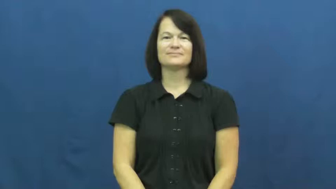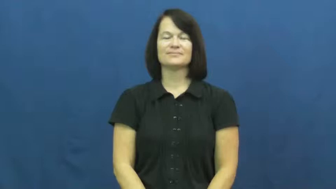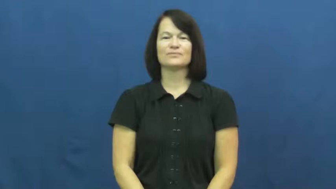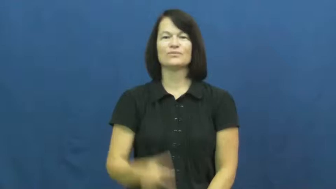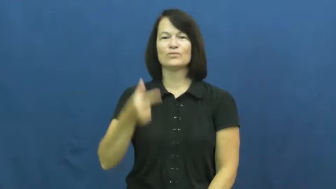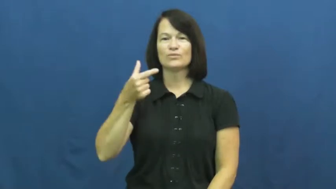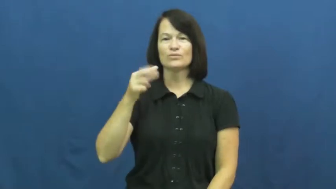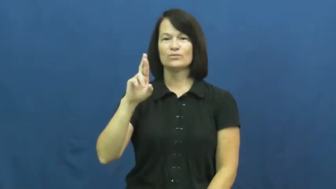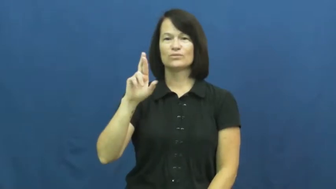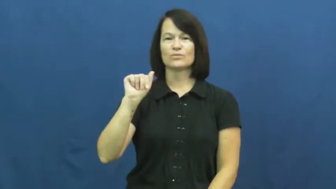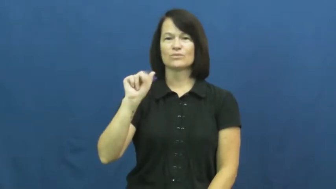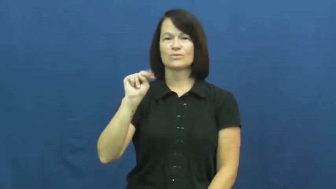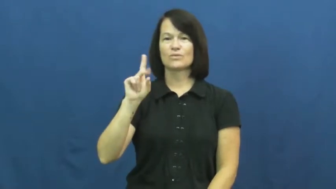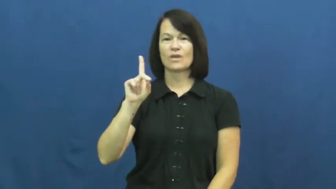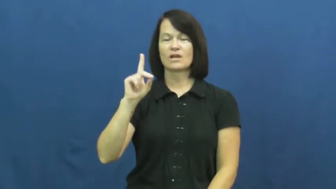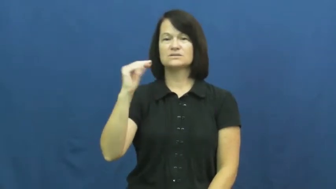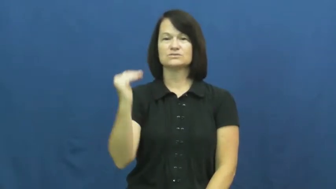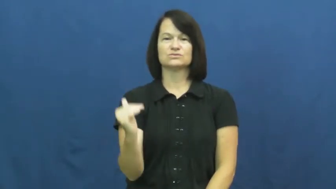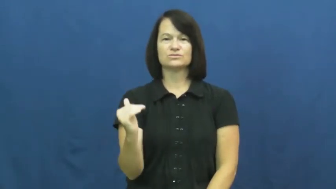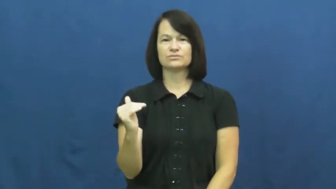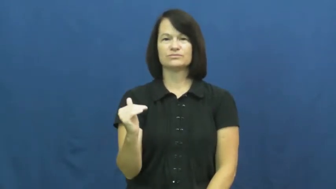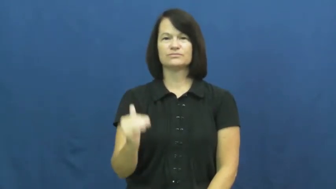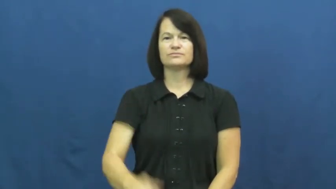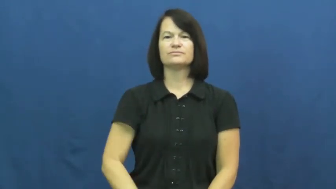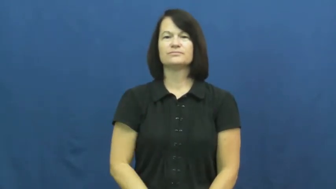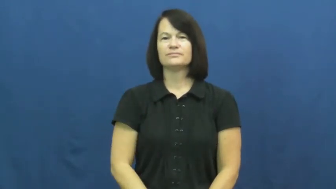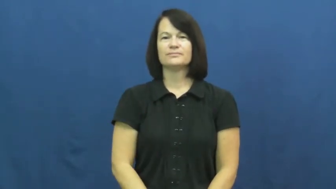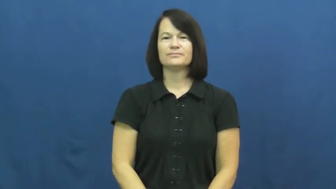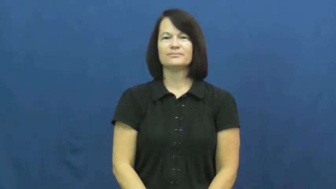grandchild